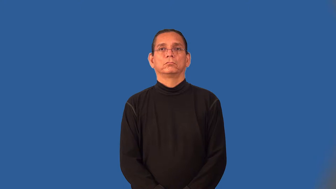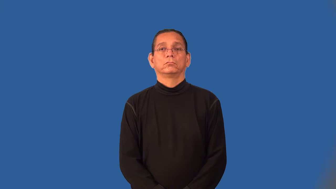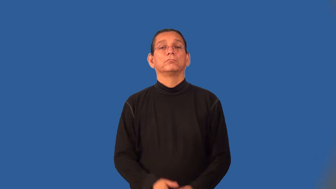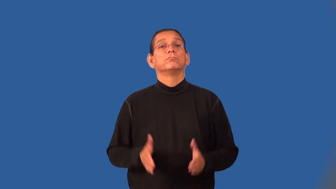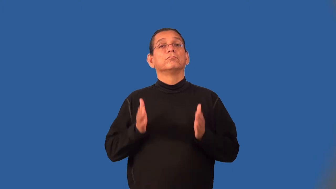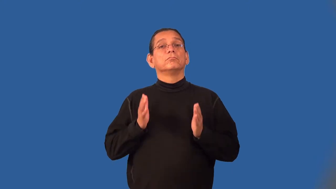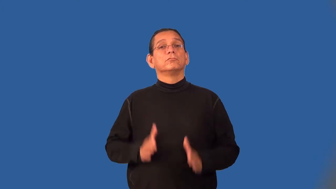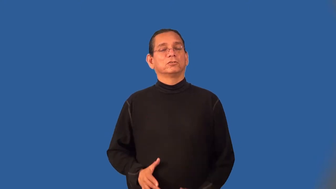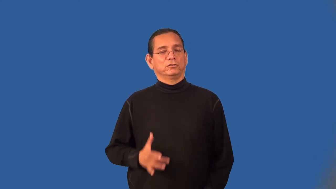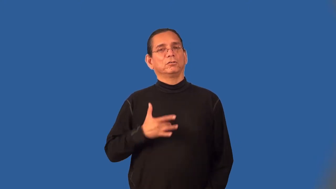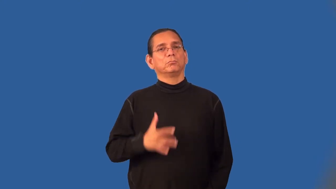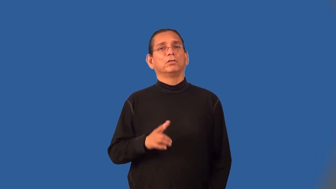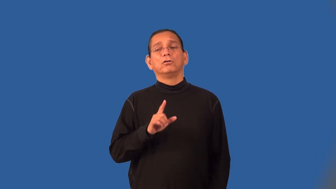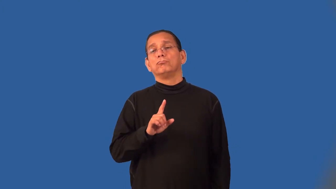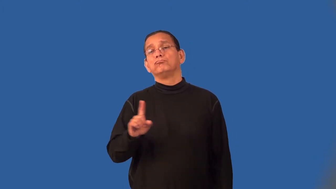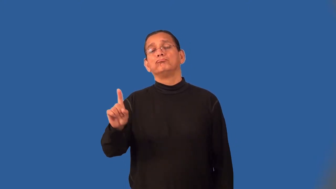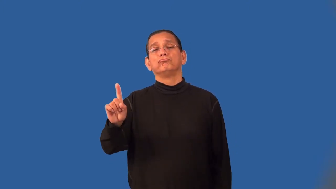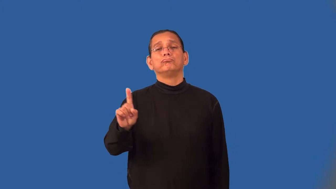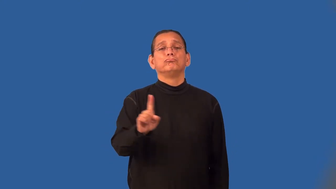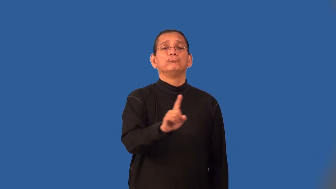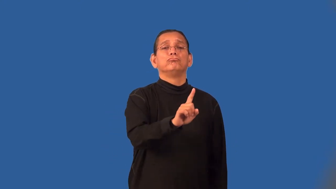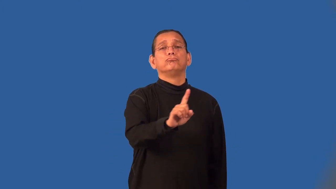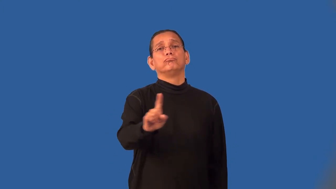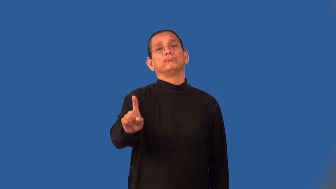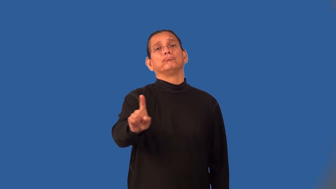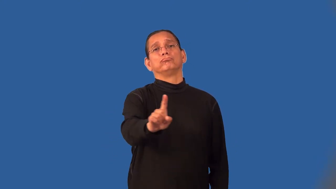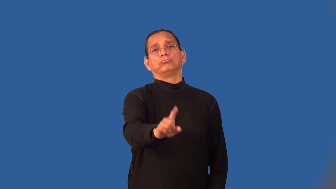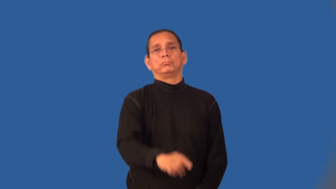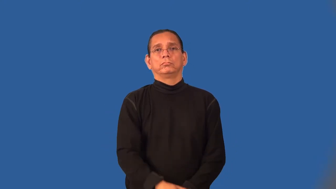drifter